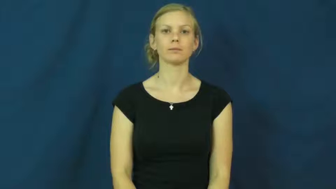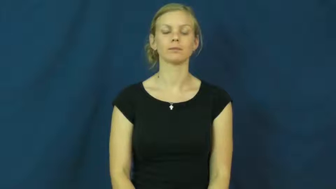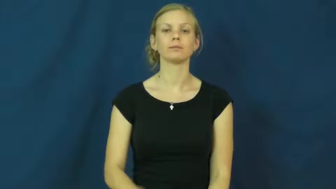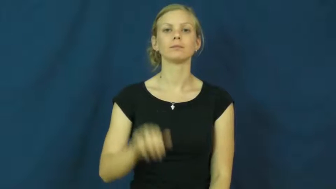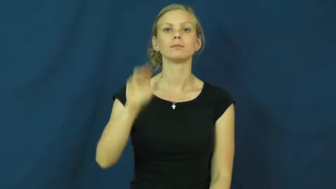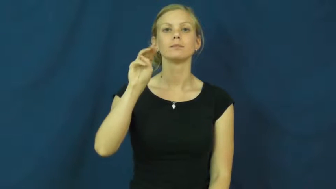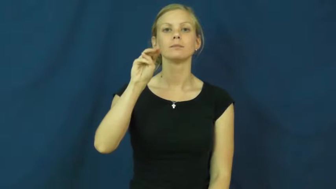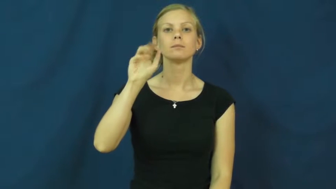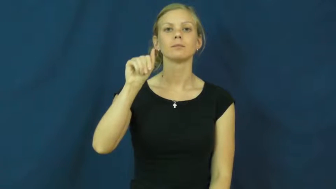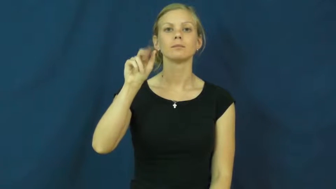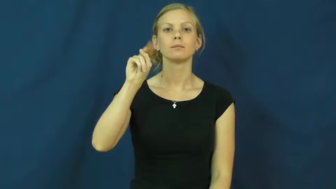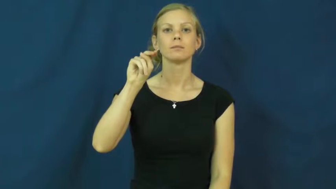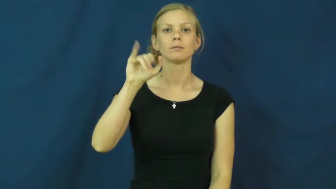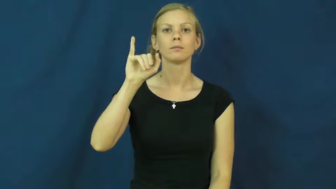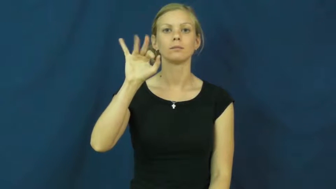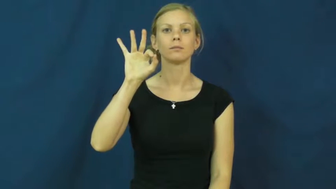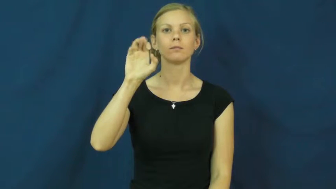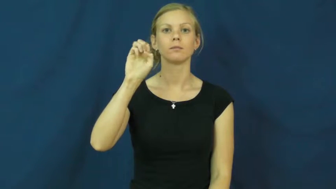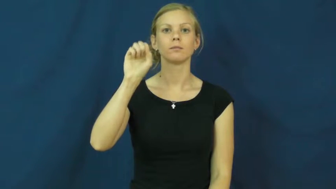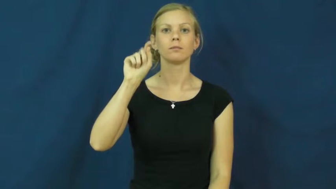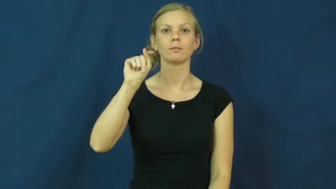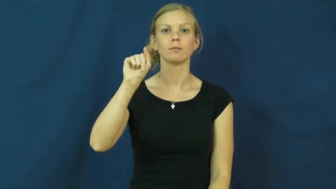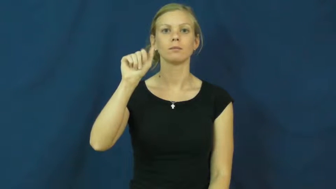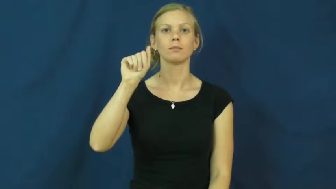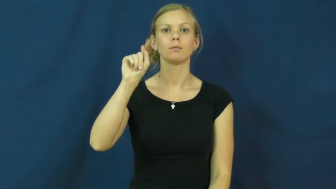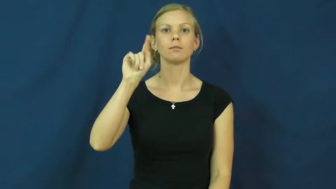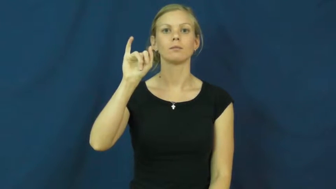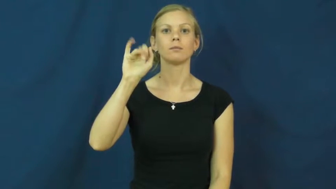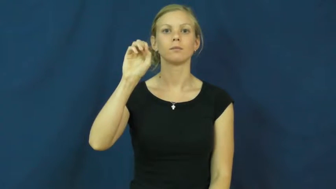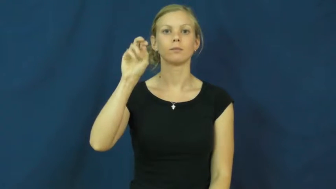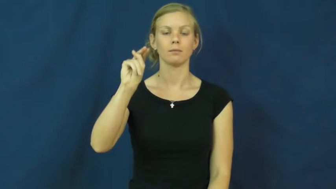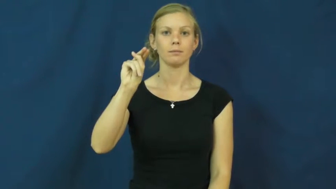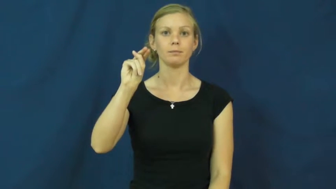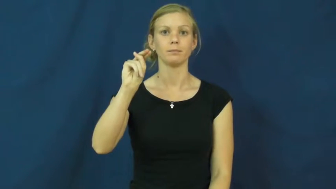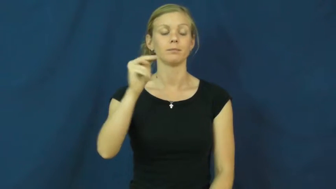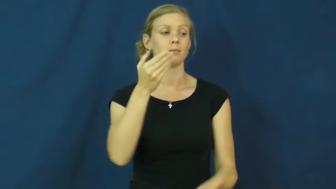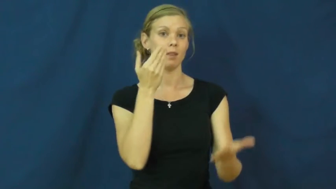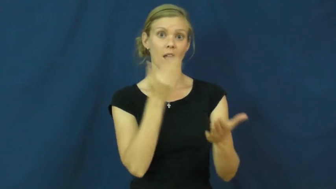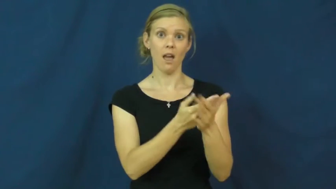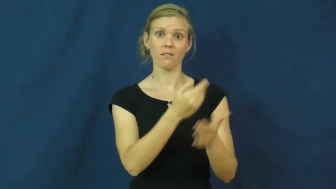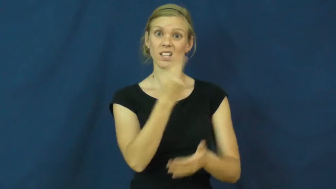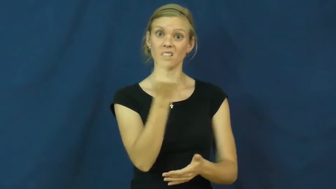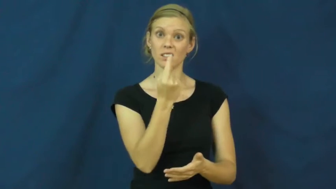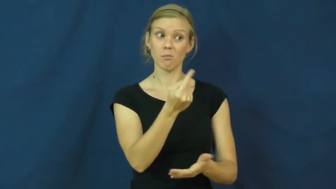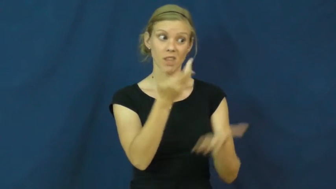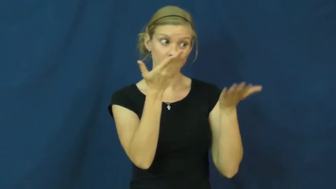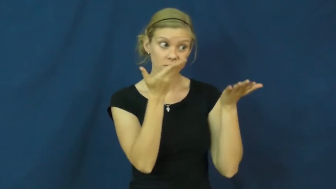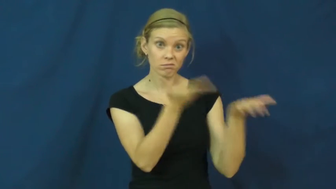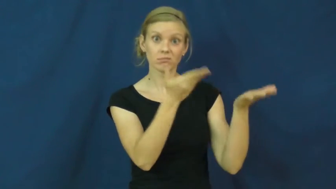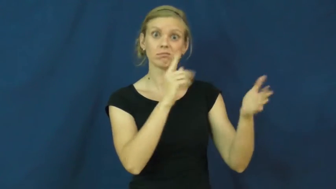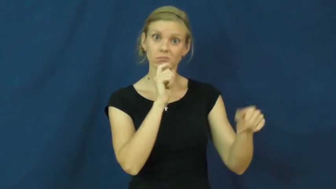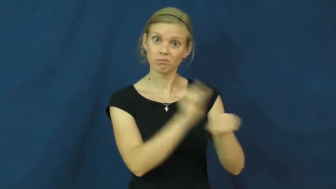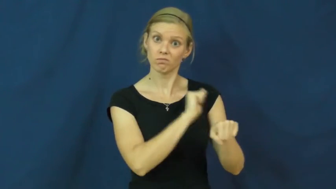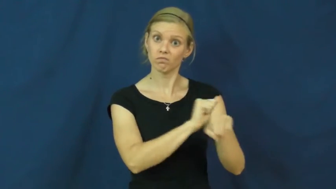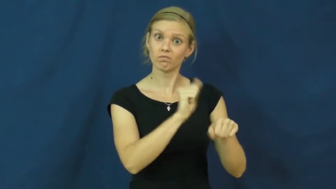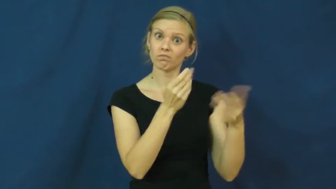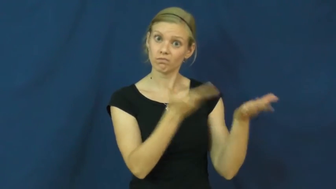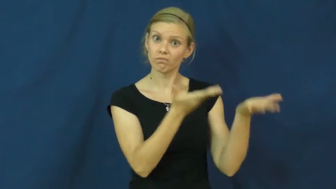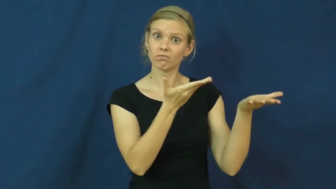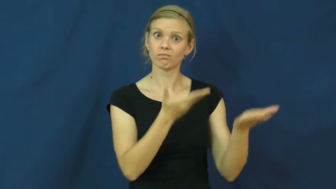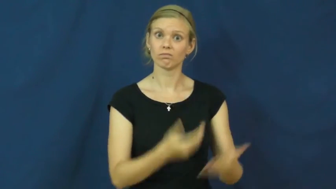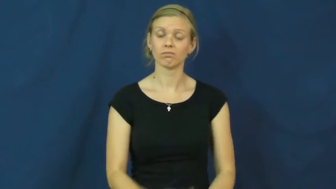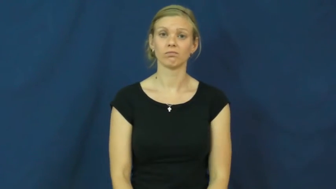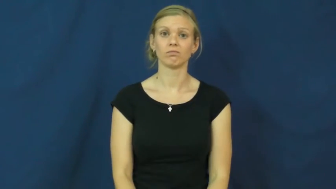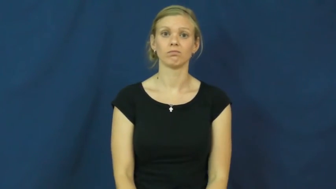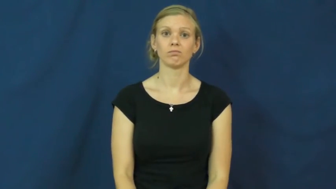manifestation